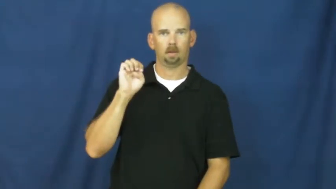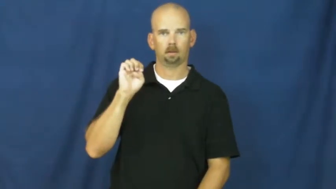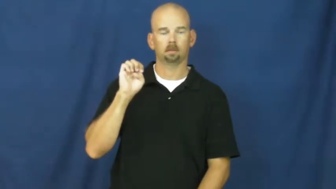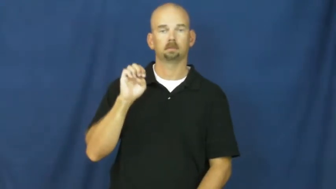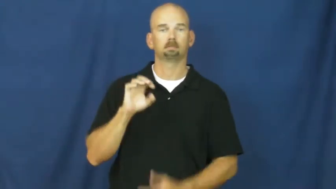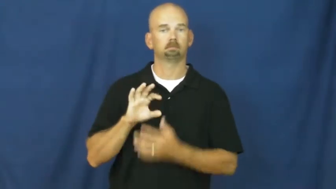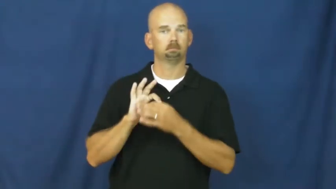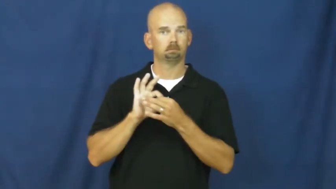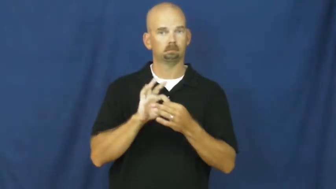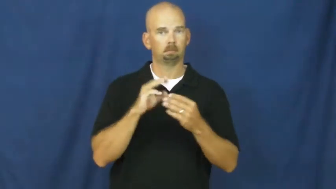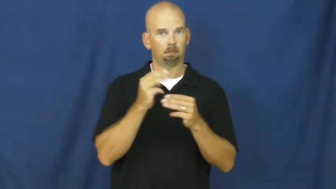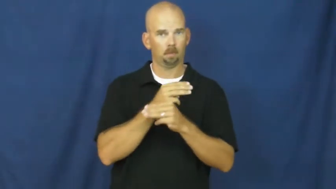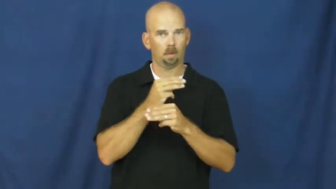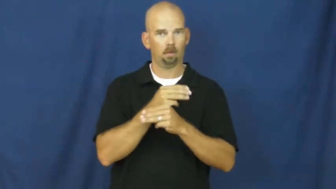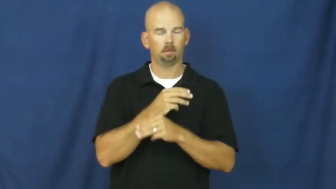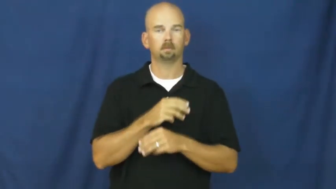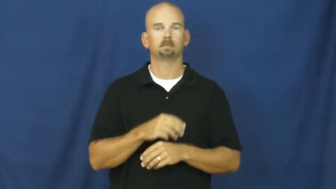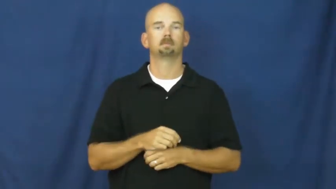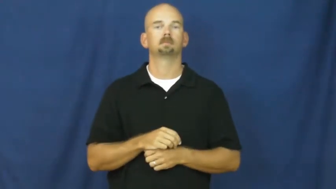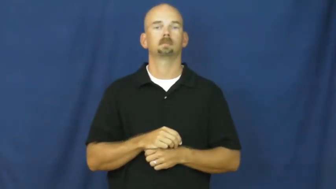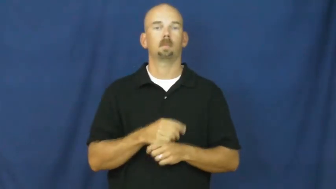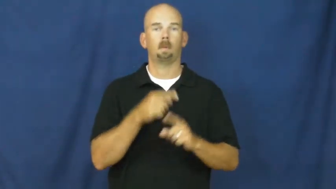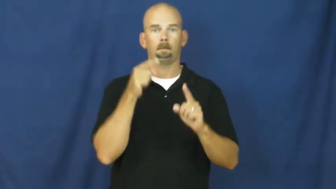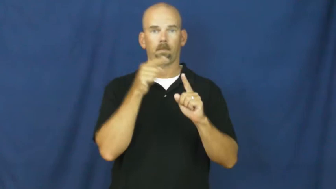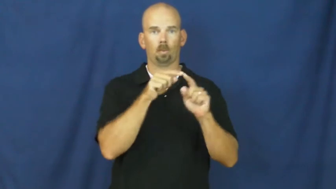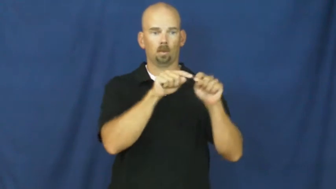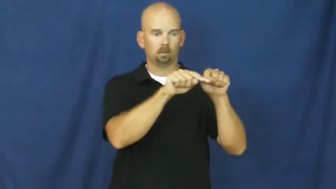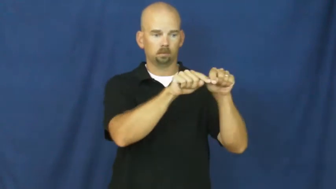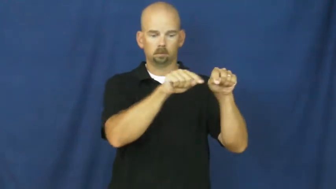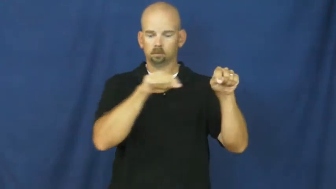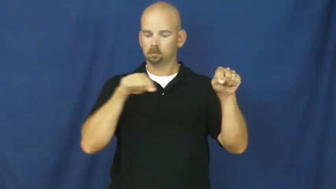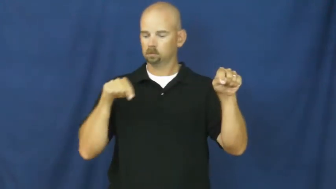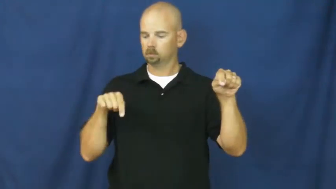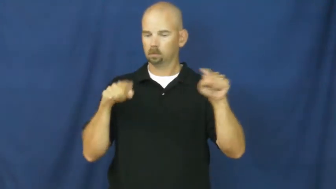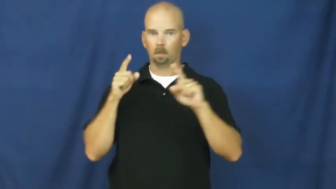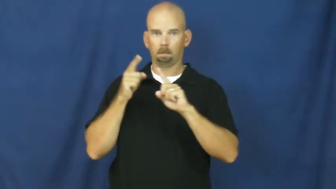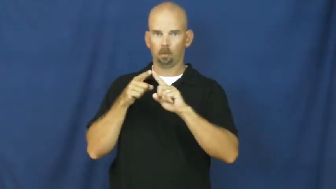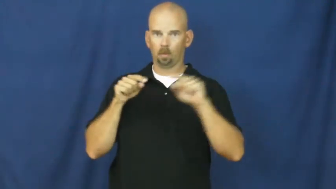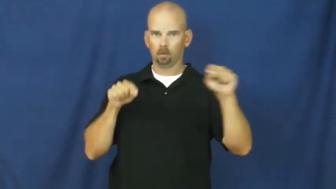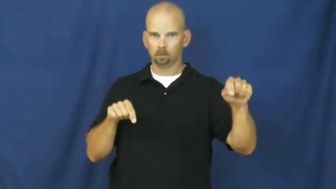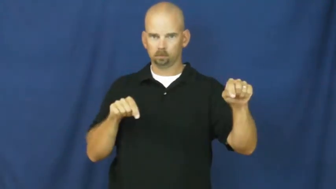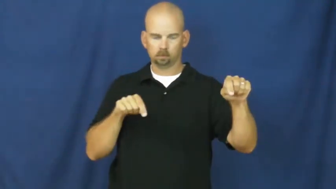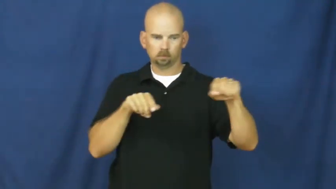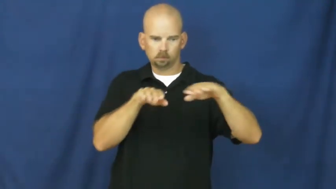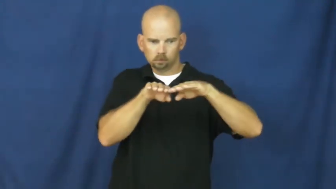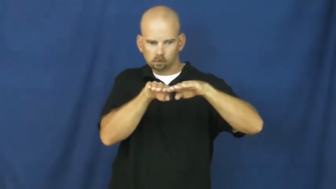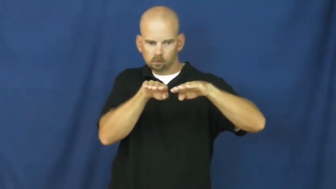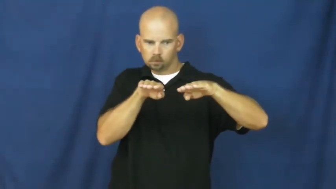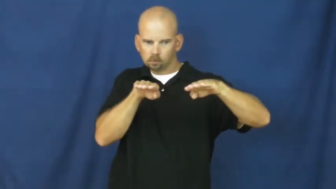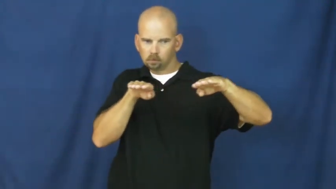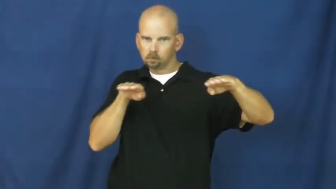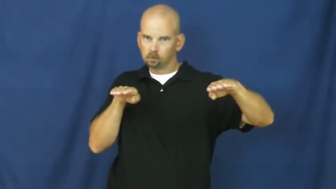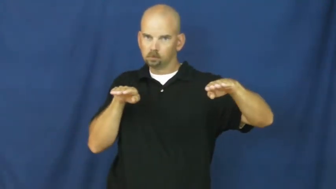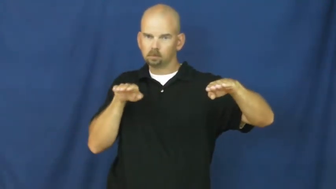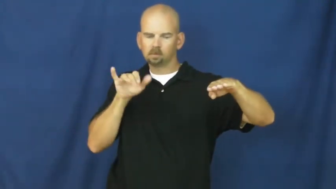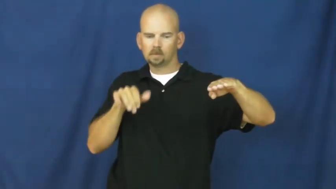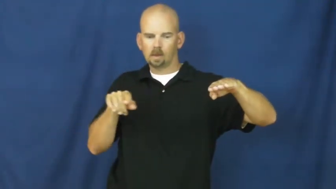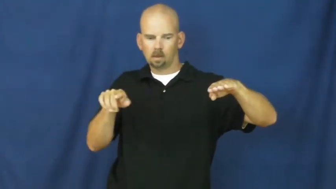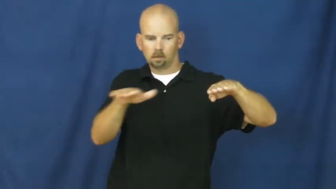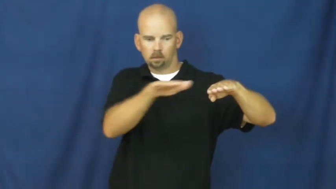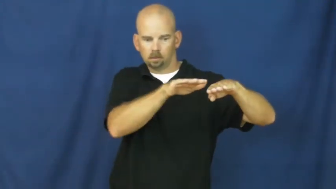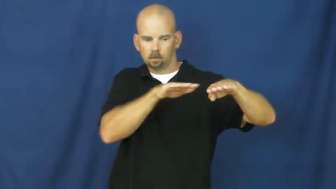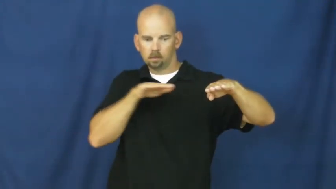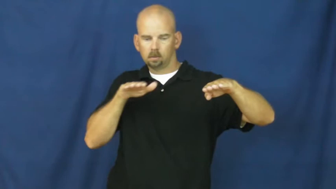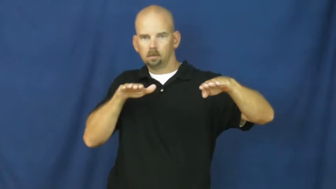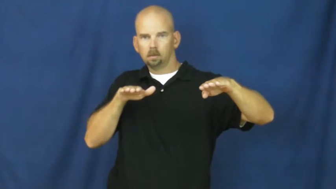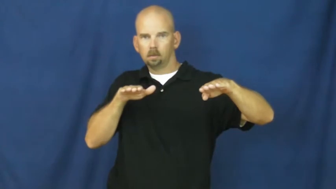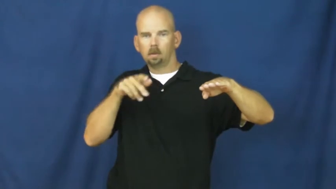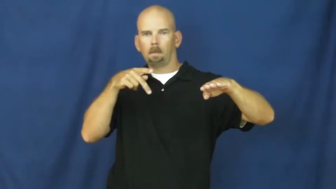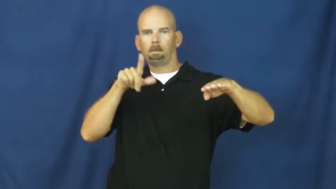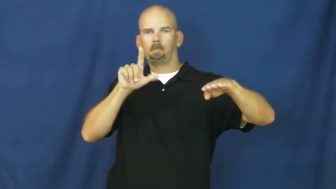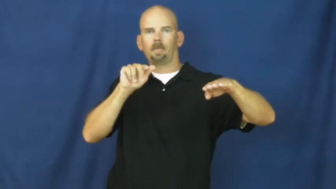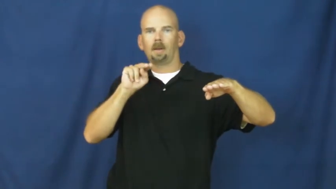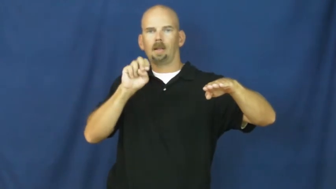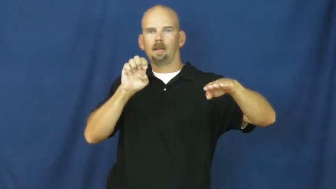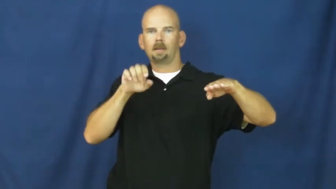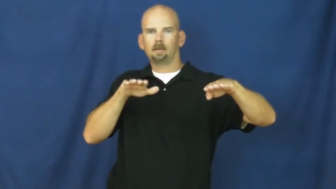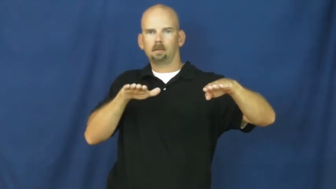plane-geometry